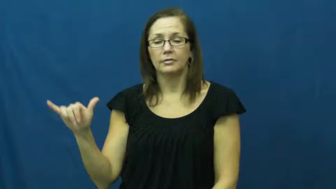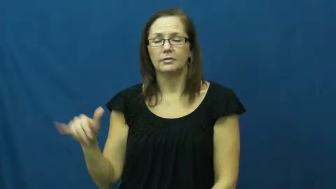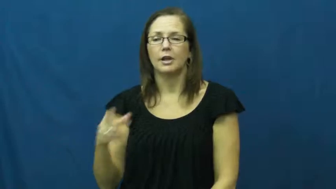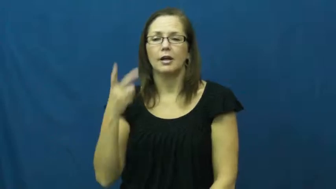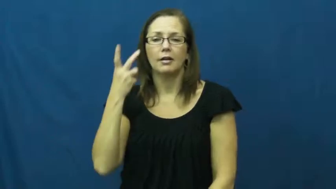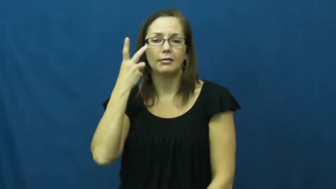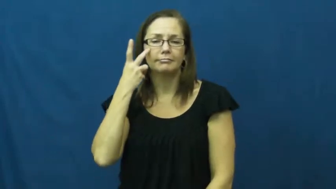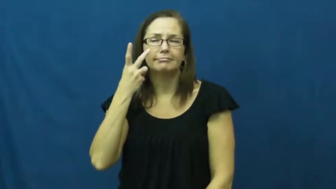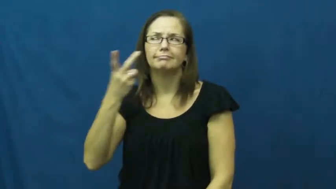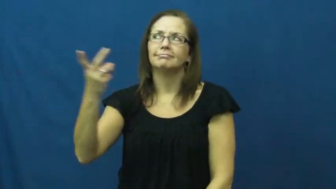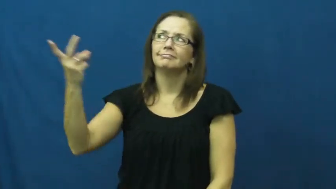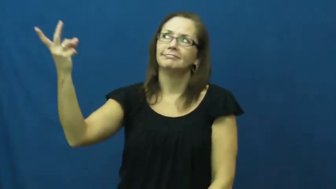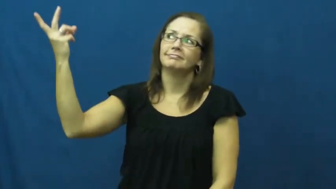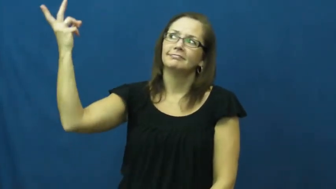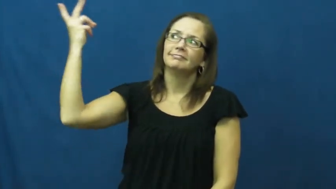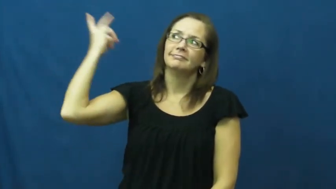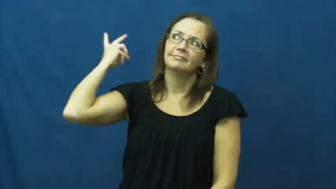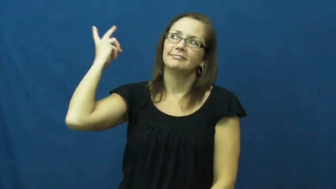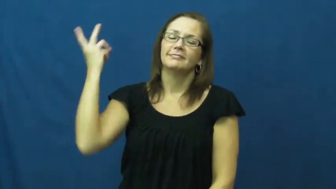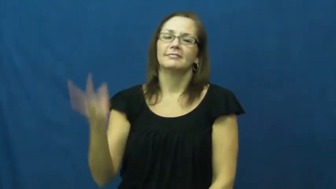memory,look back,retrospect